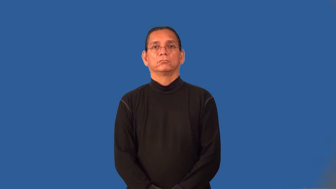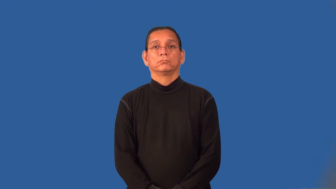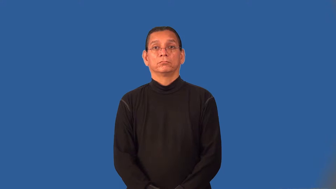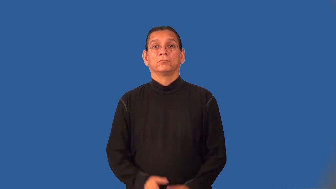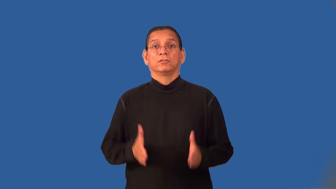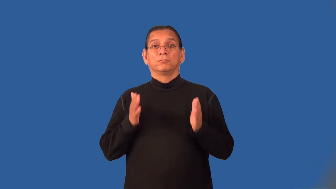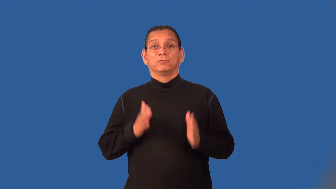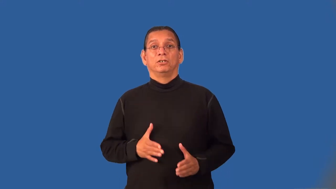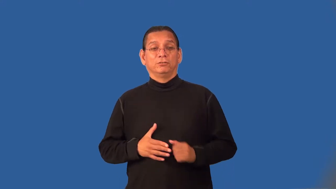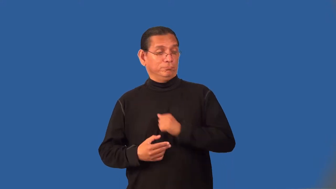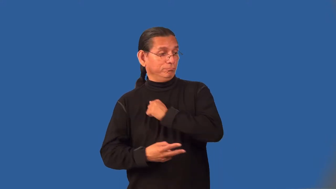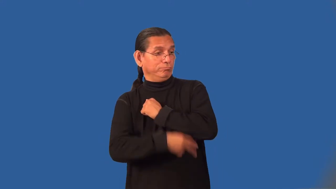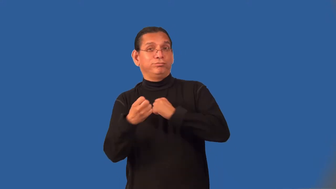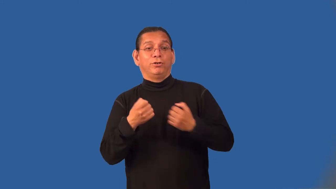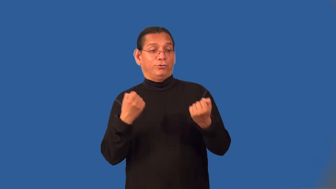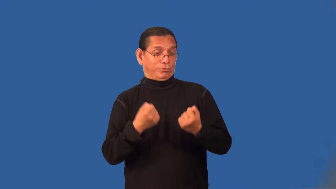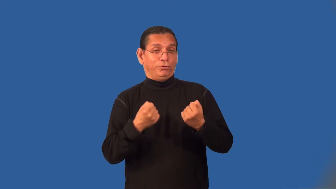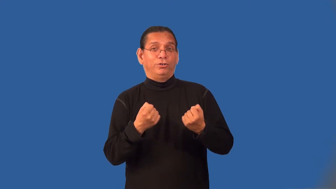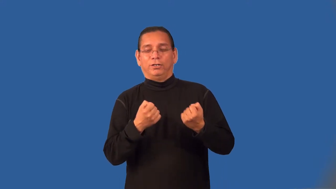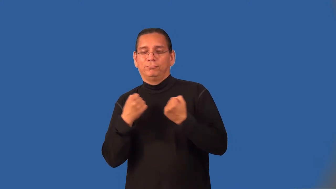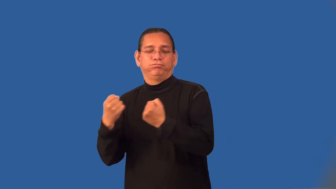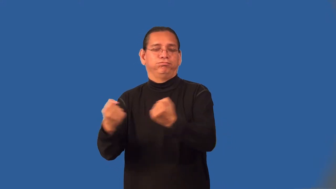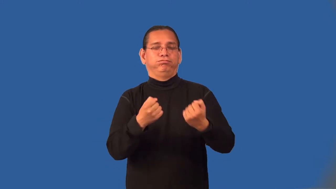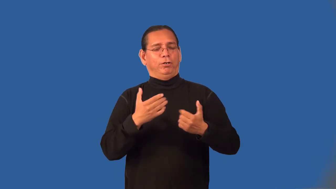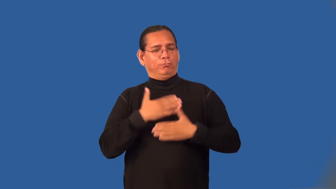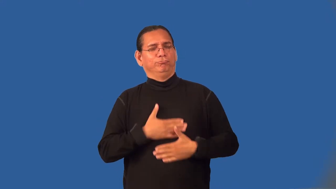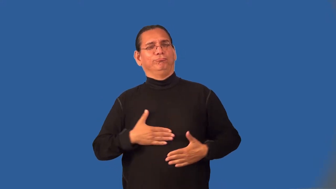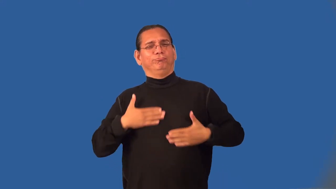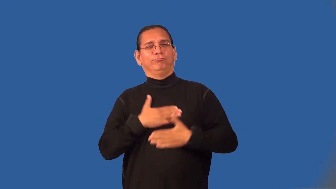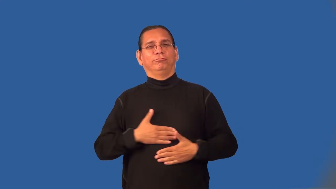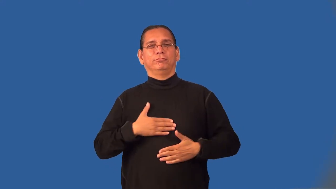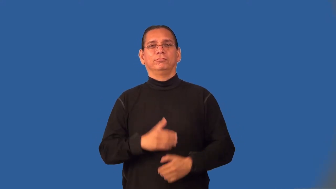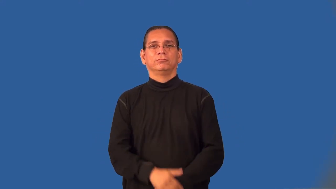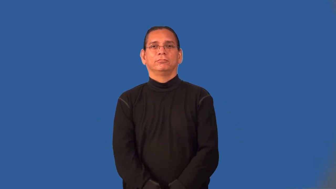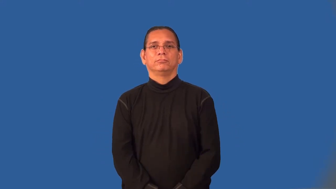joyrider